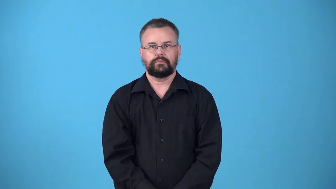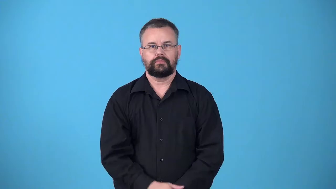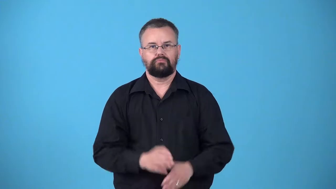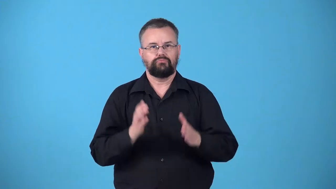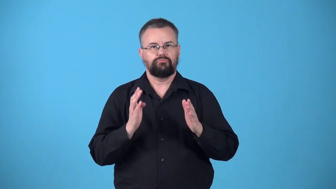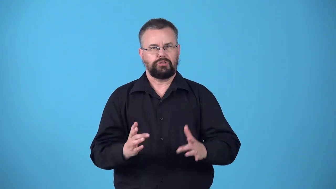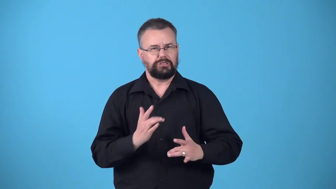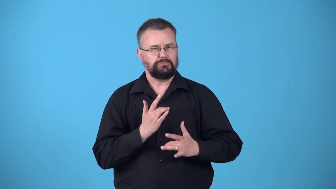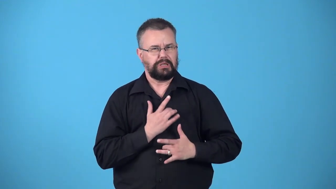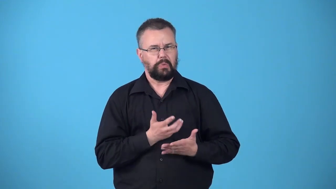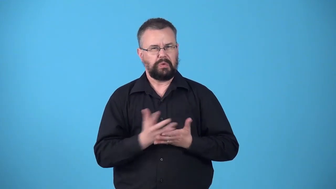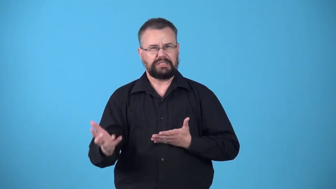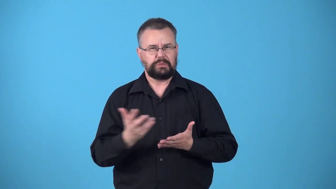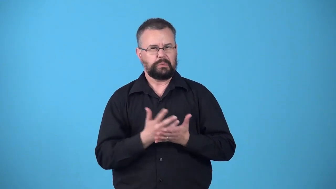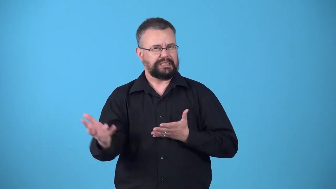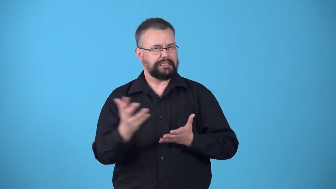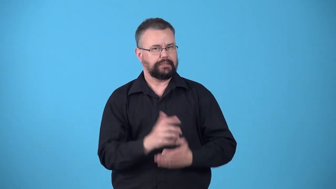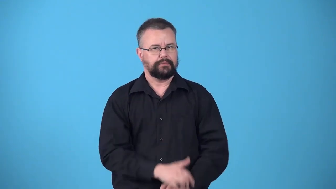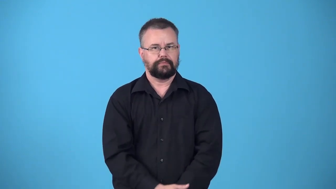waster